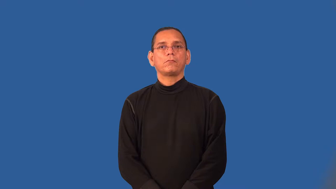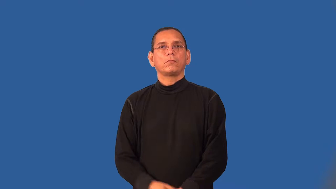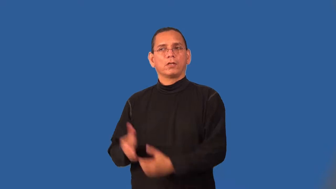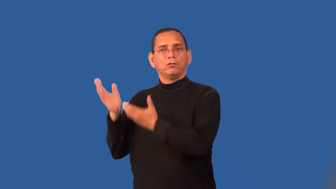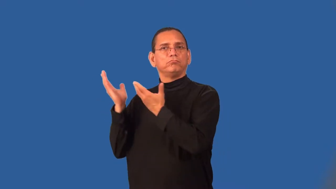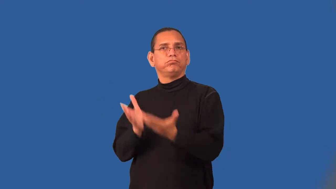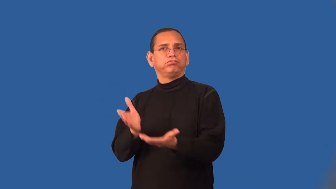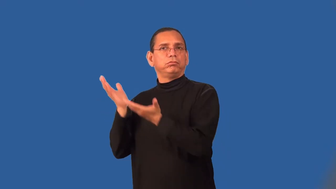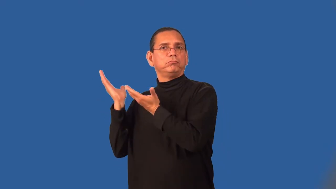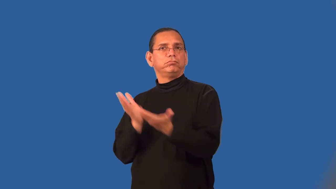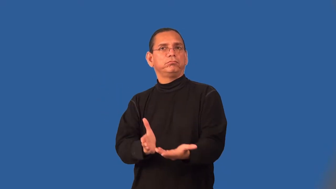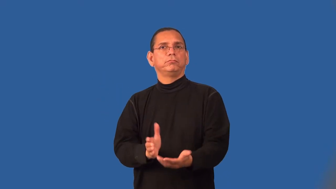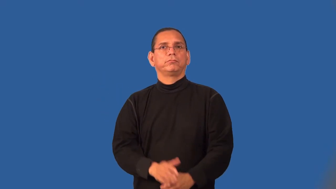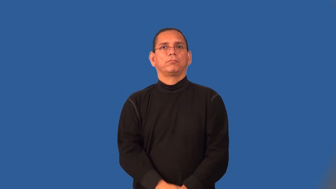shipping